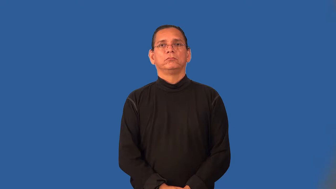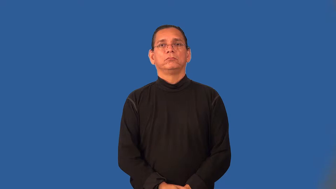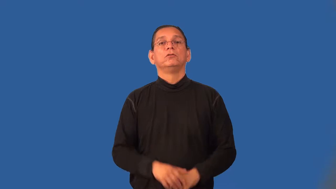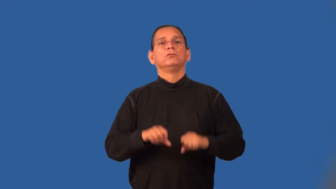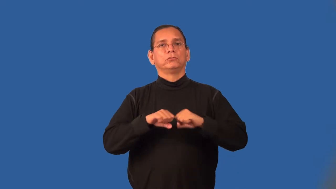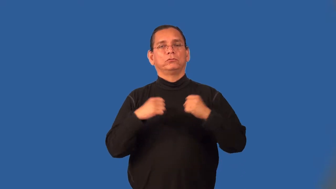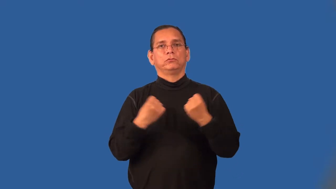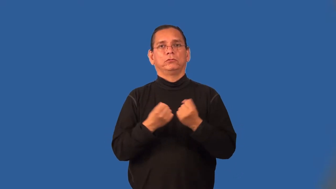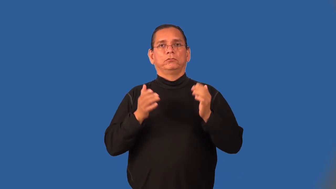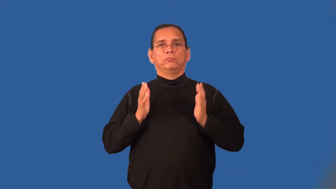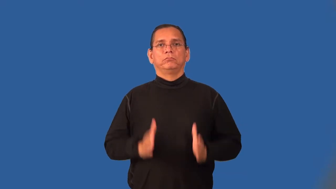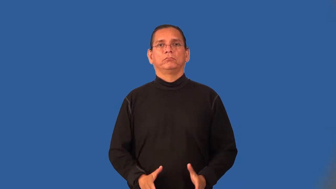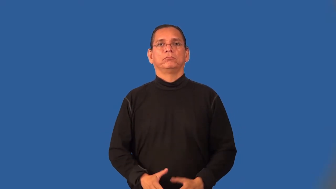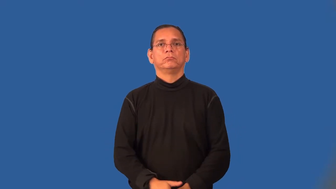sociologist